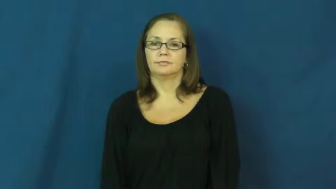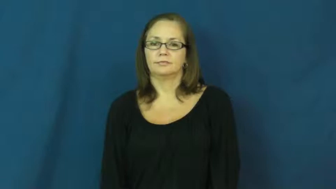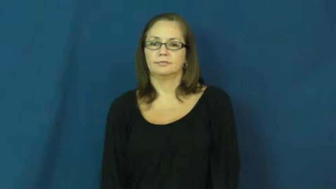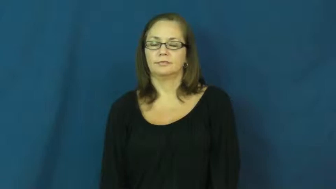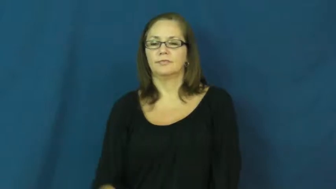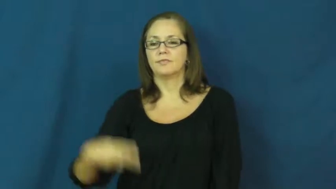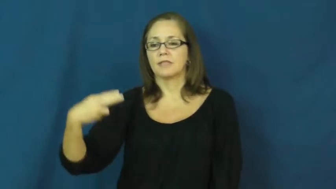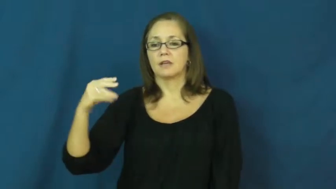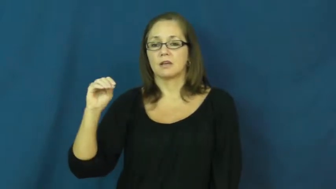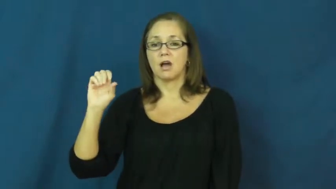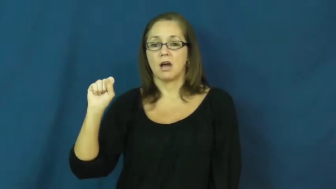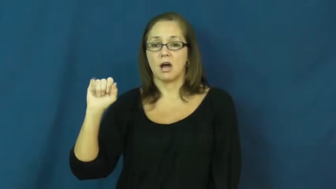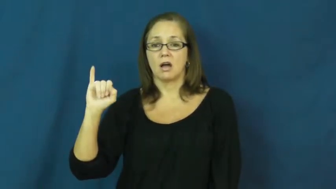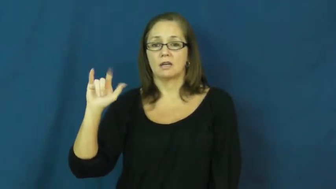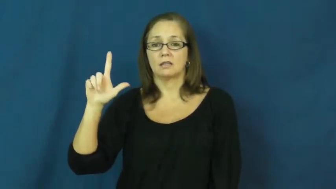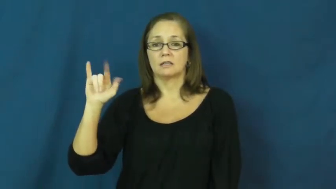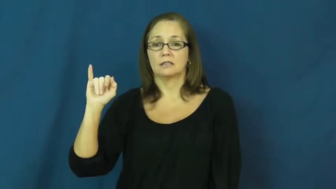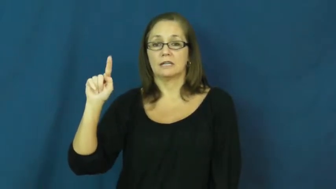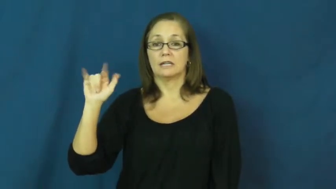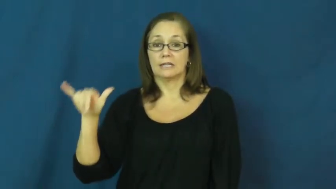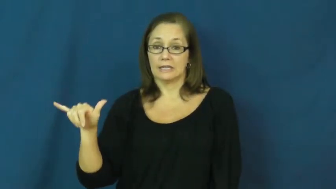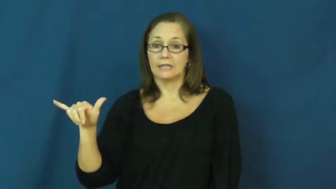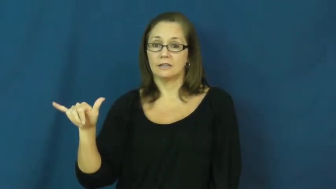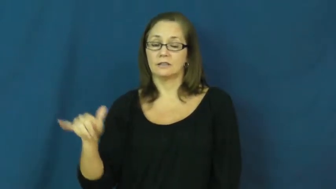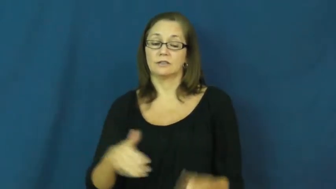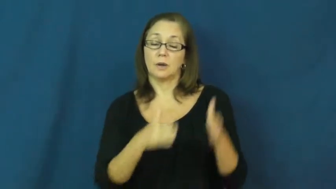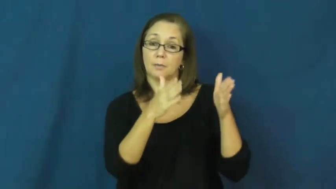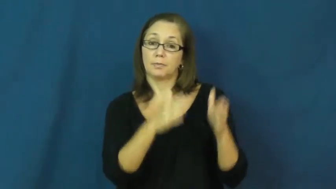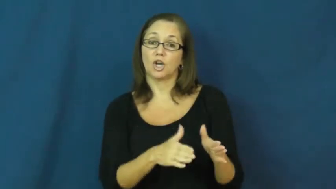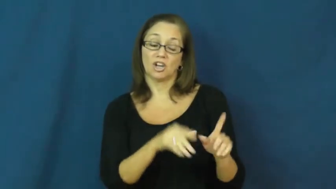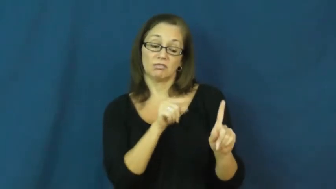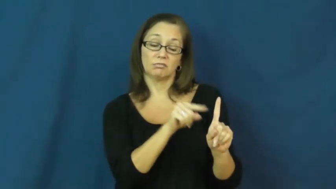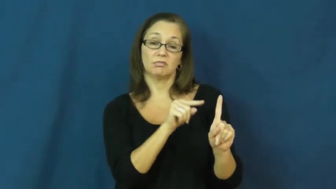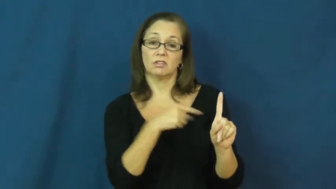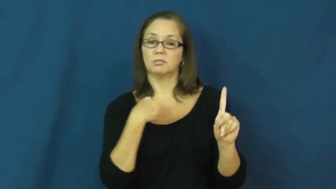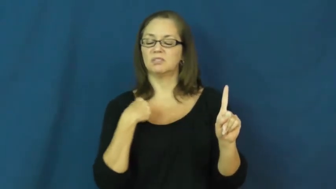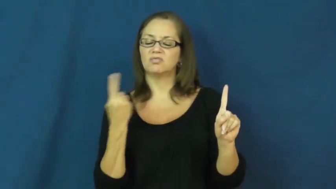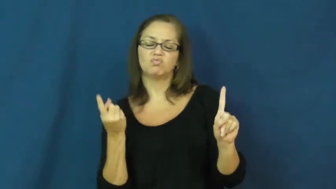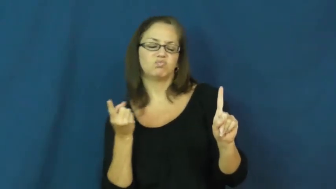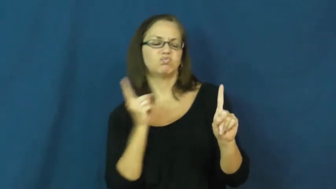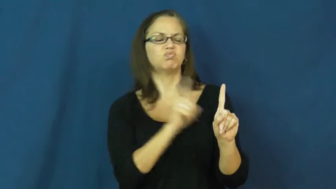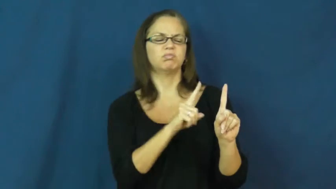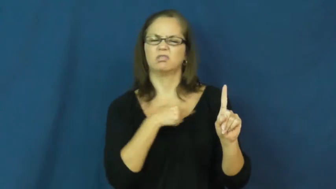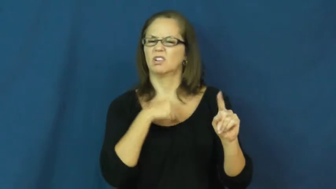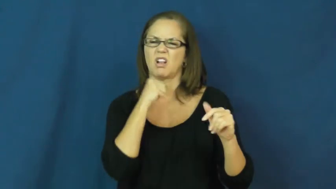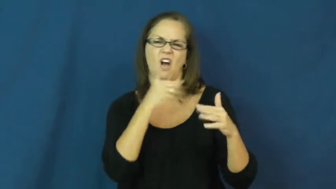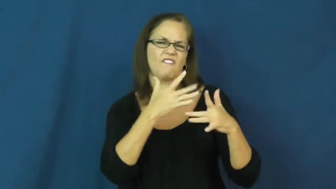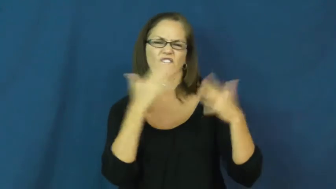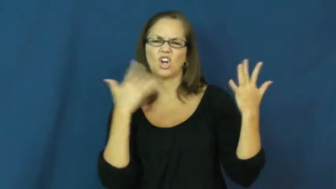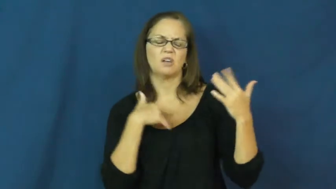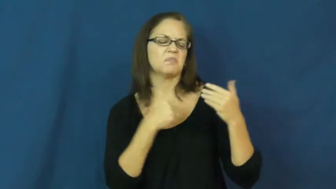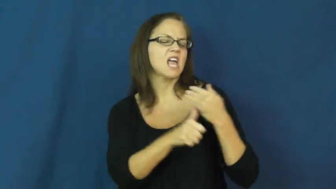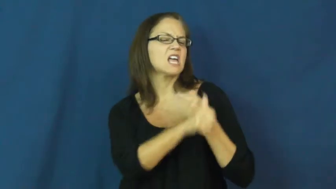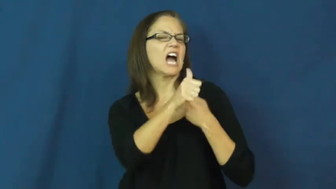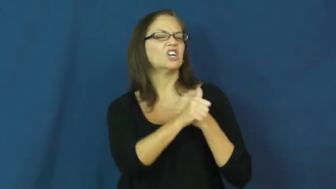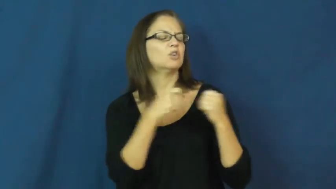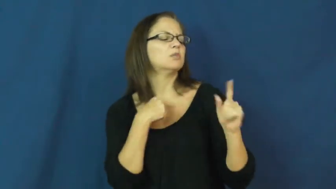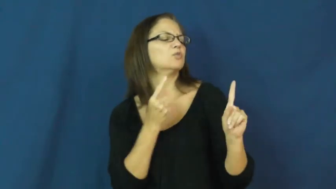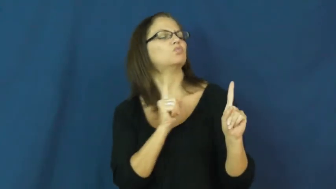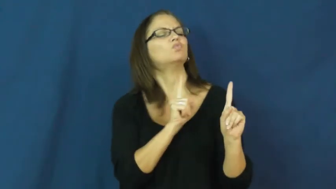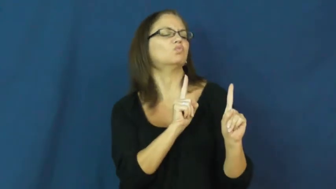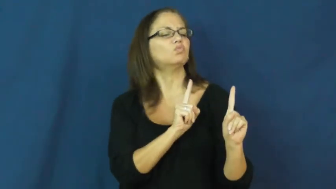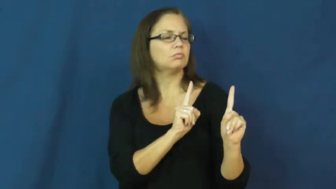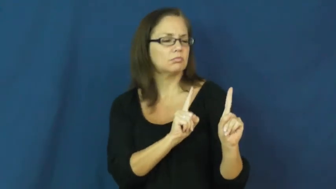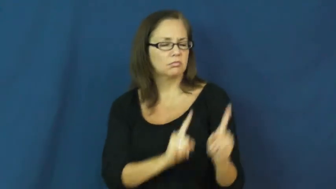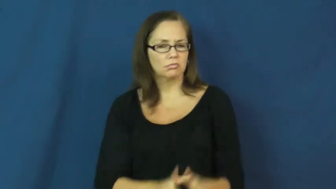hostility